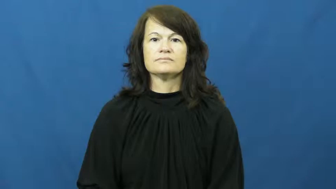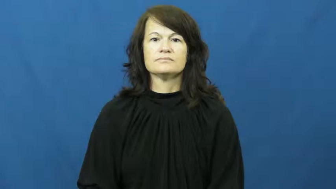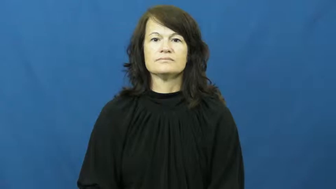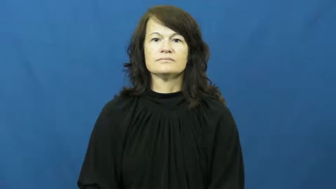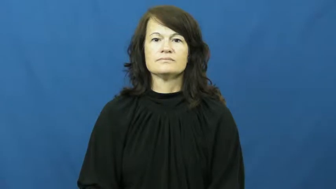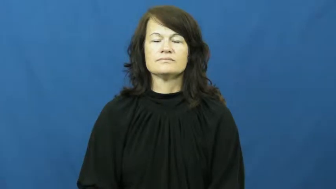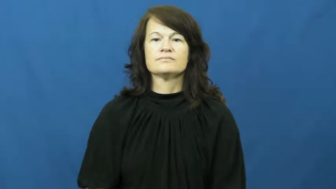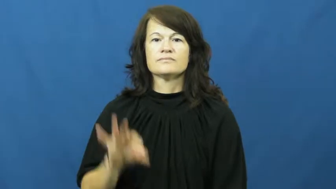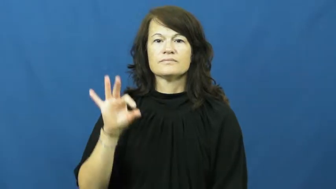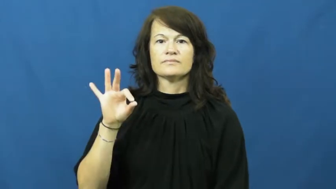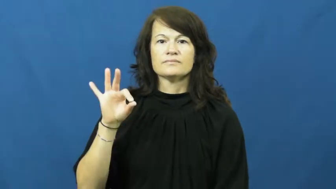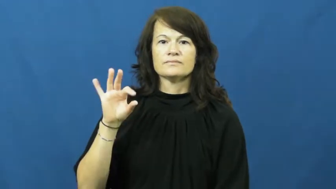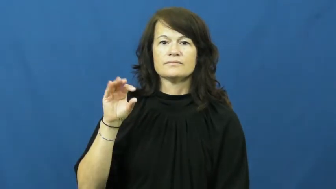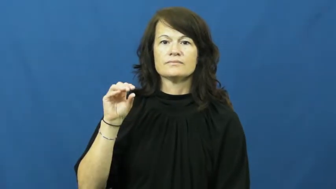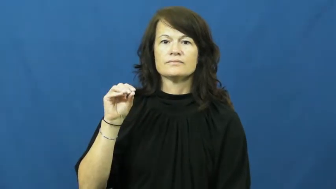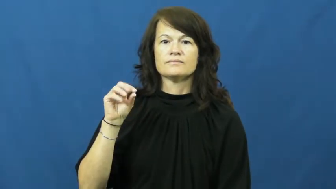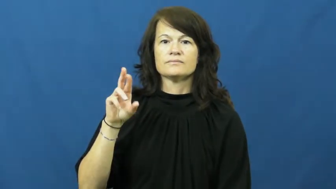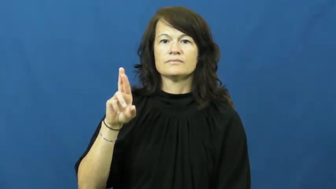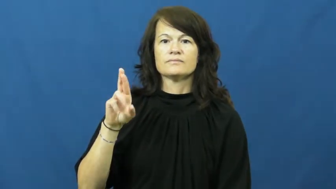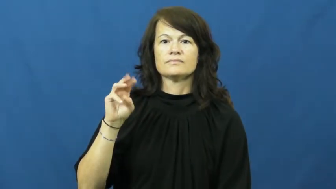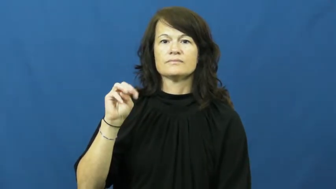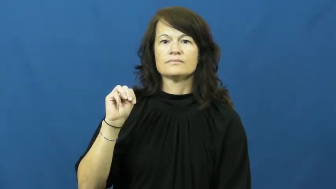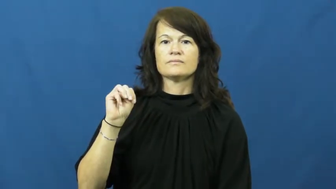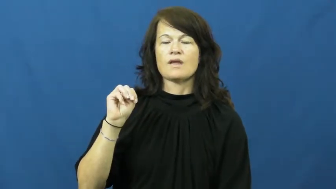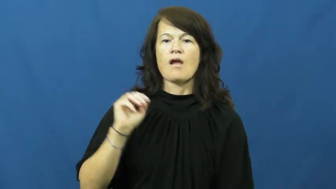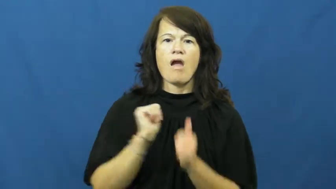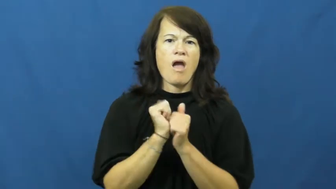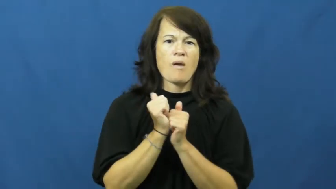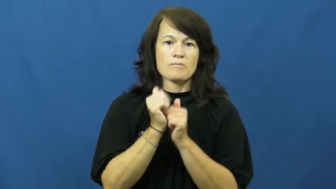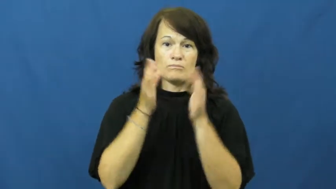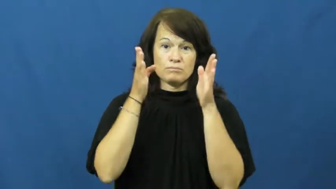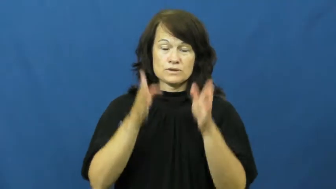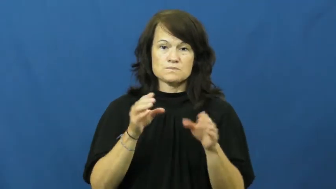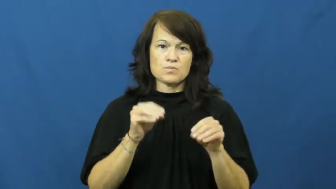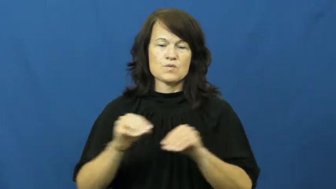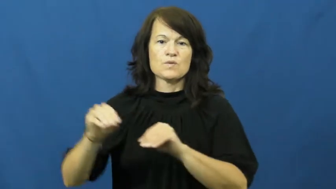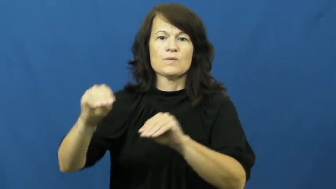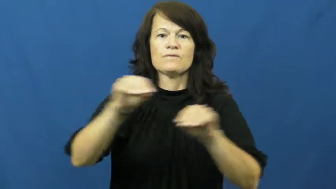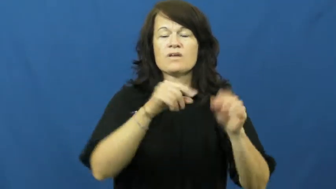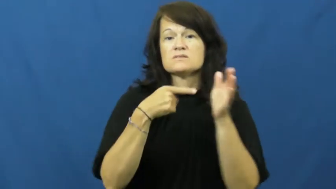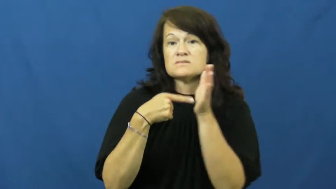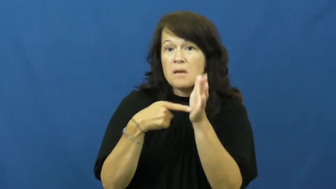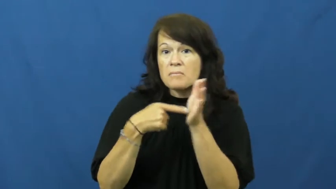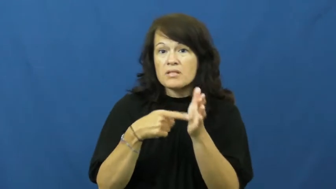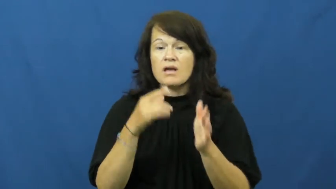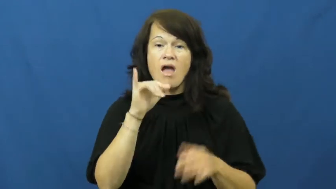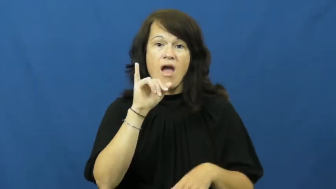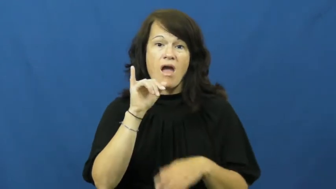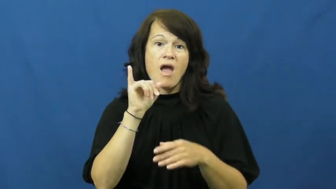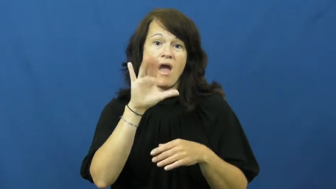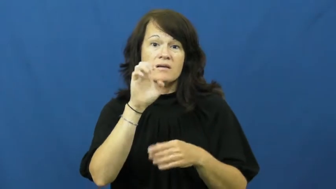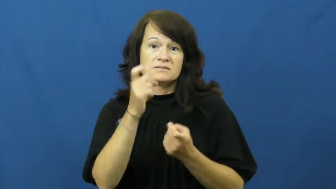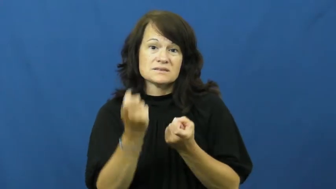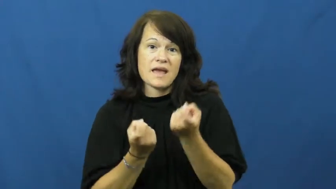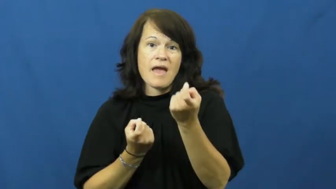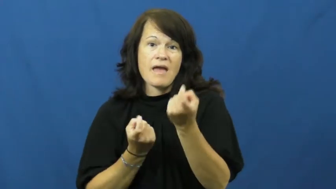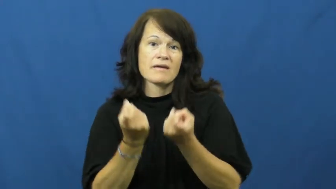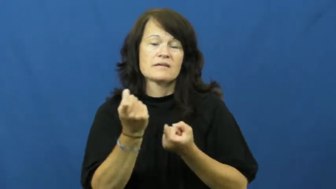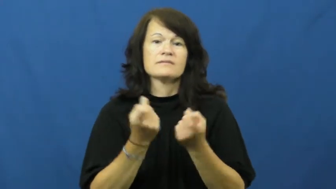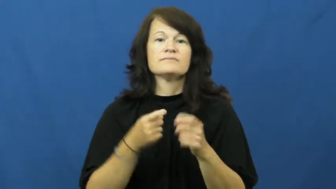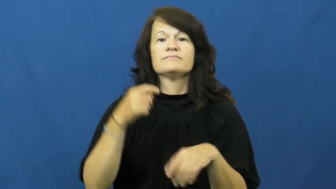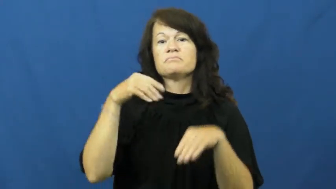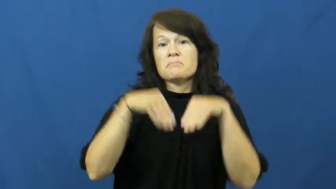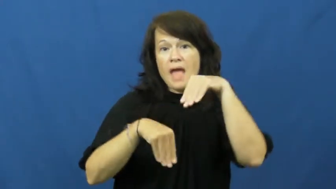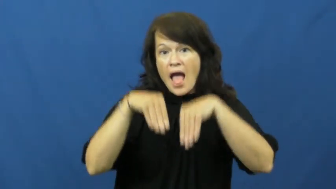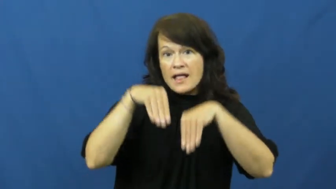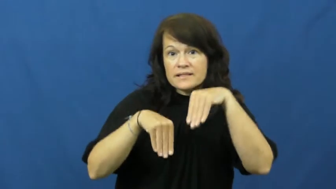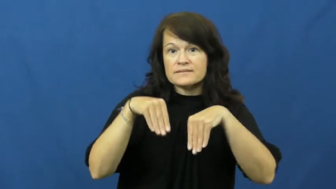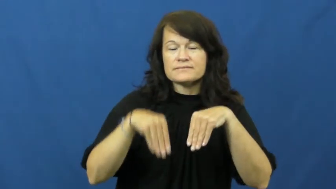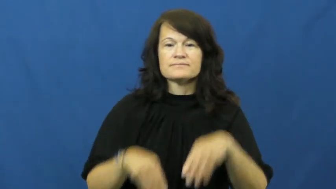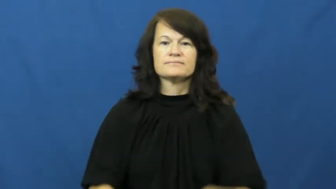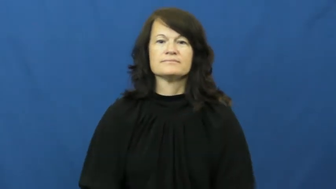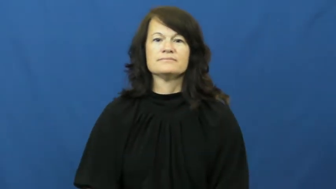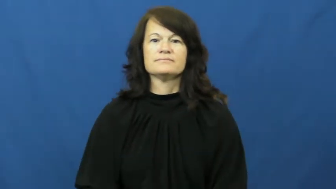form-movement